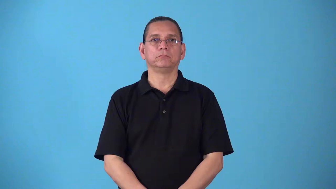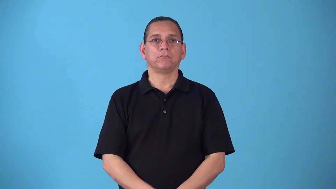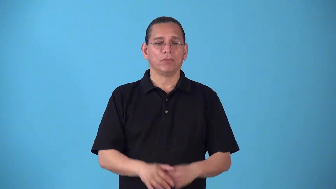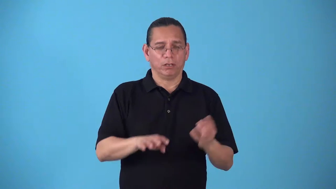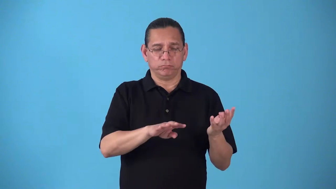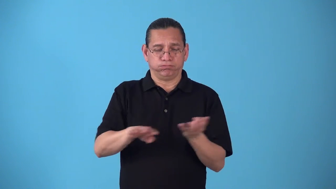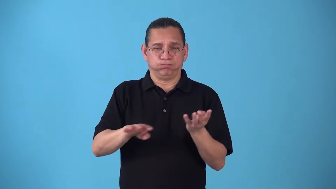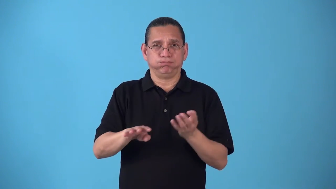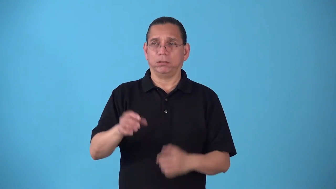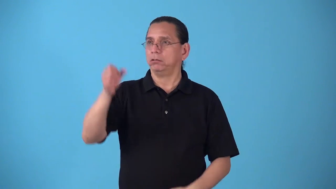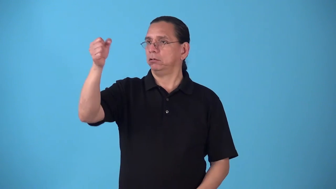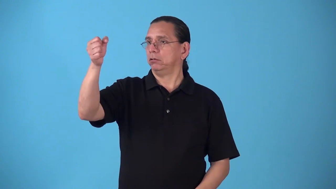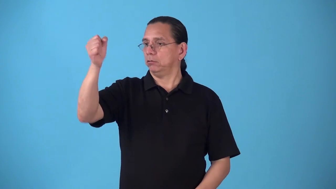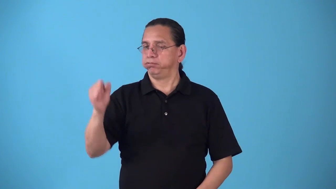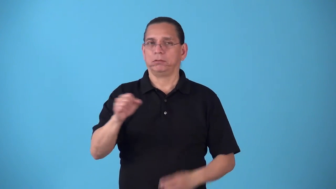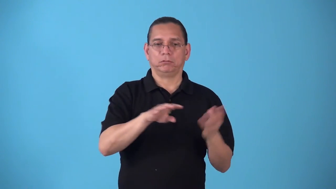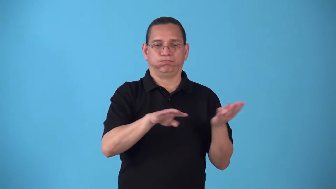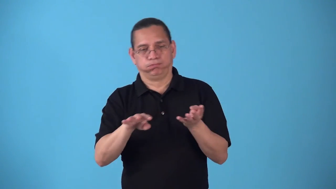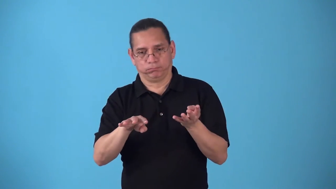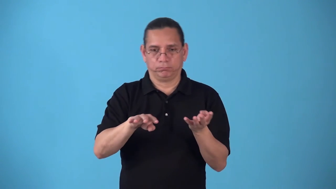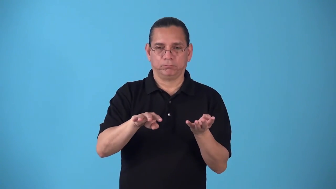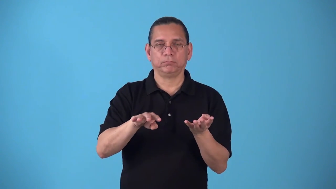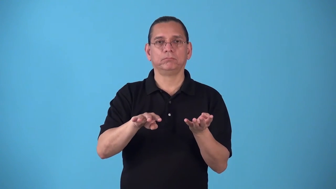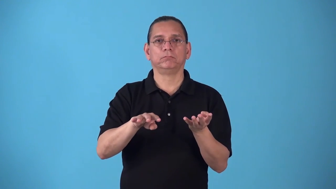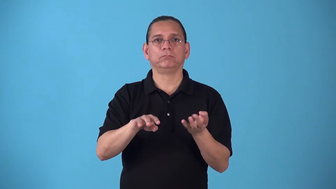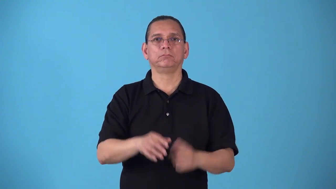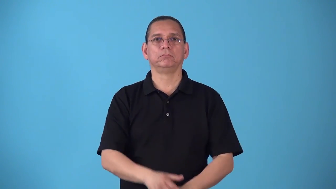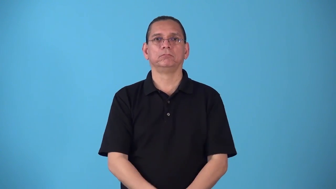shutoff